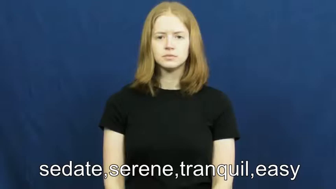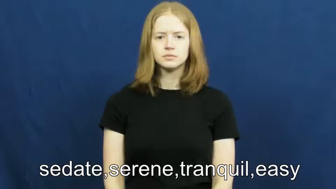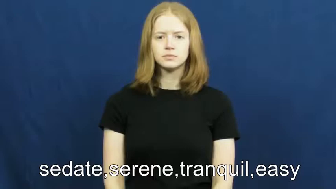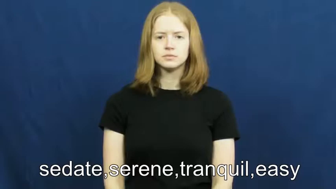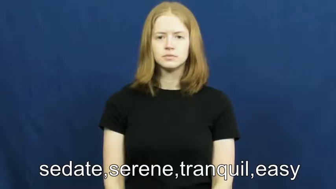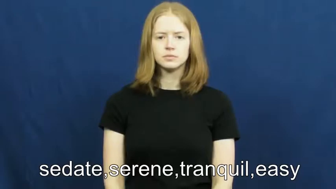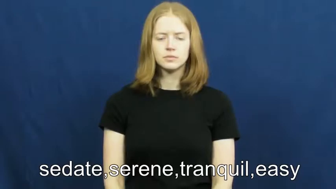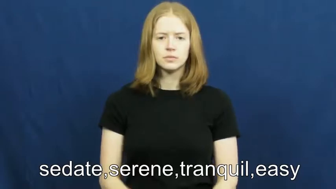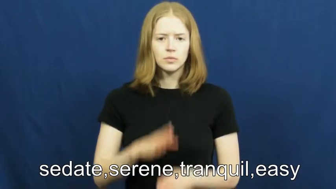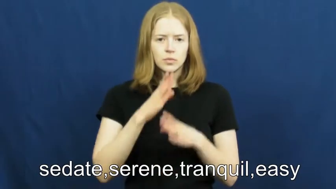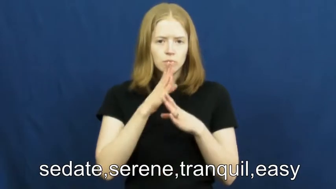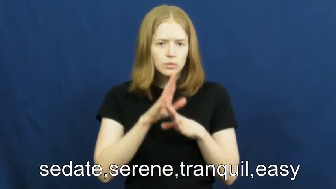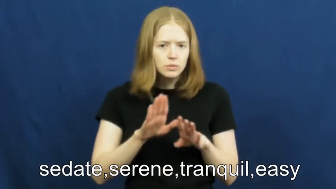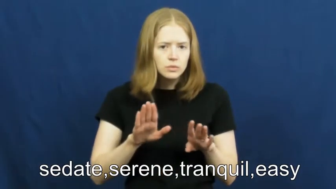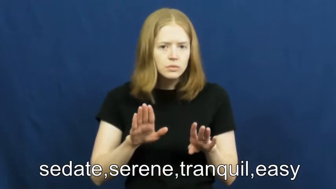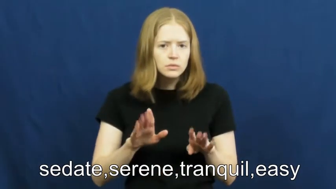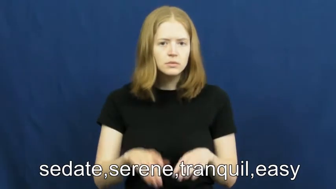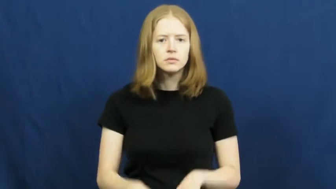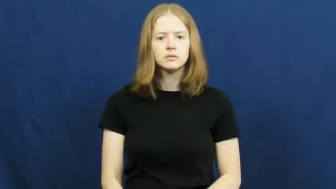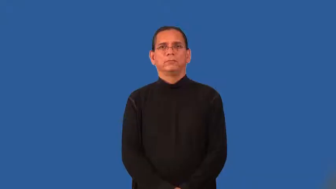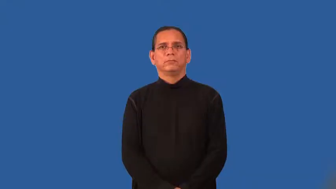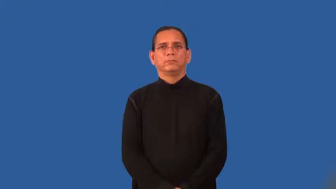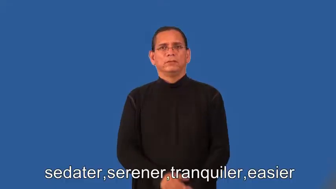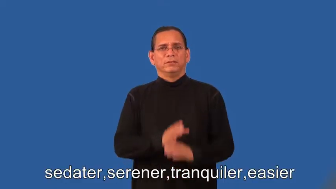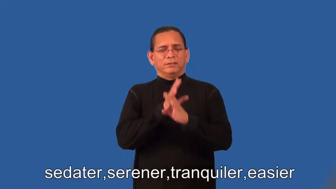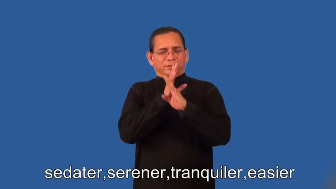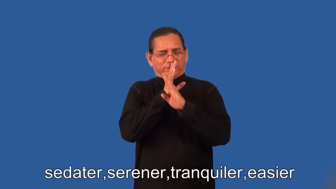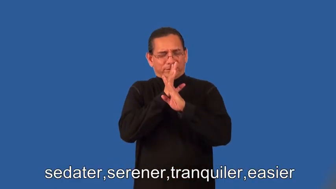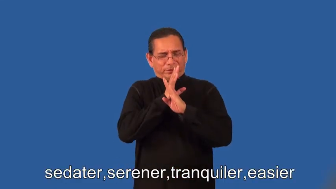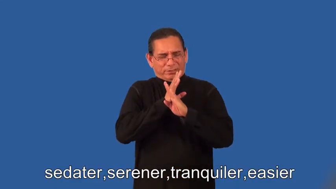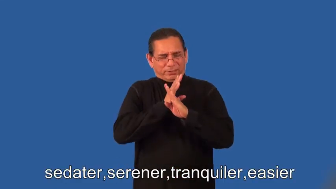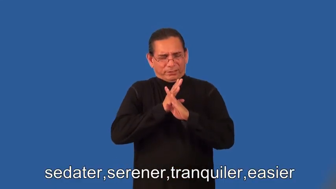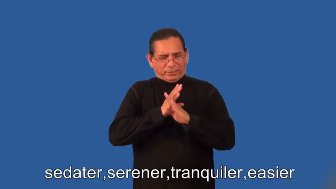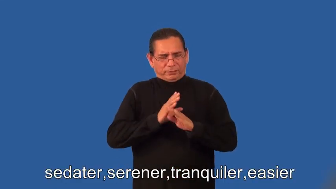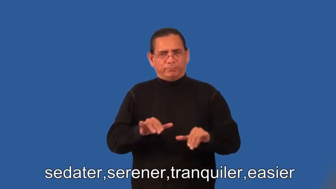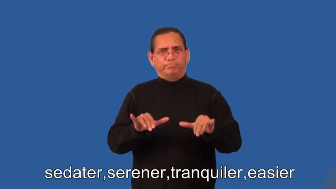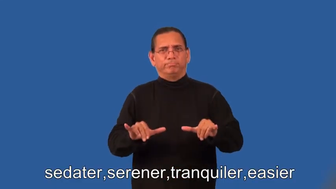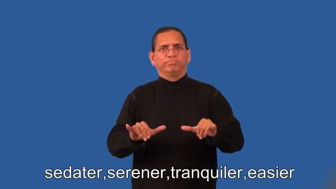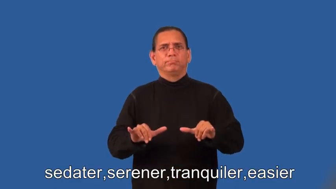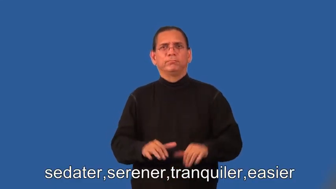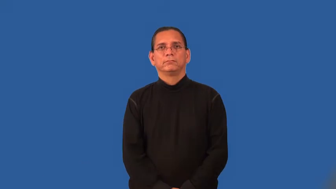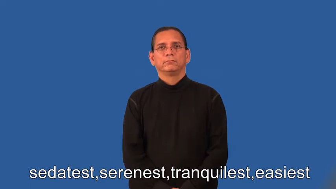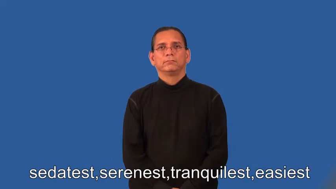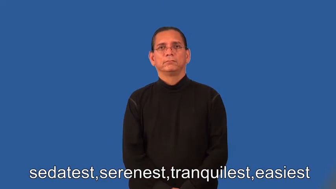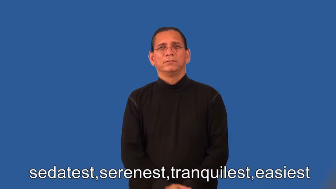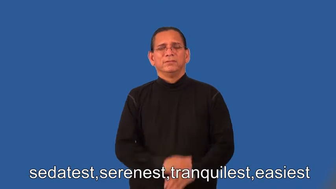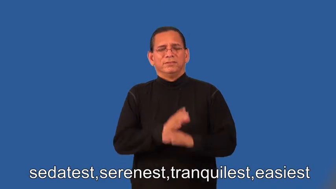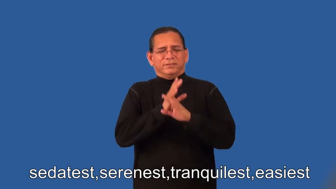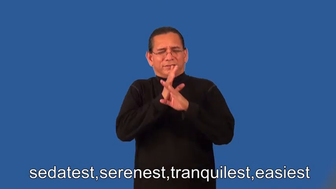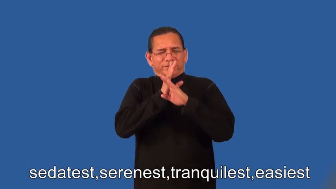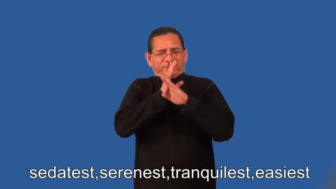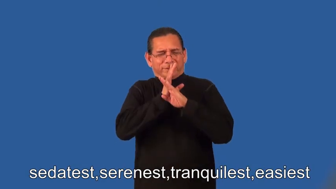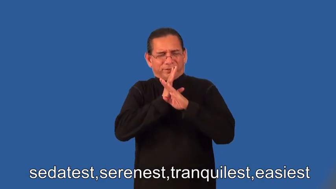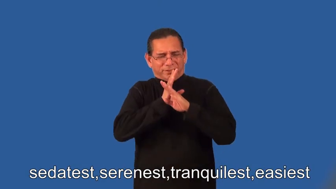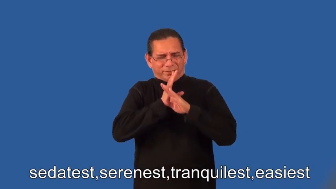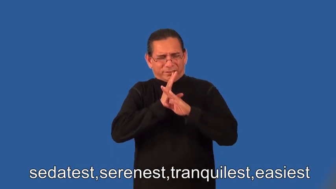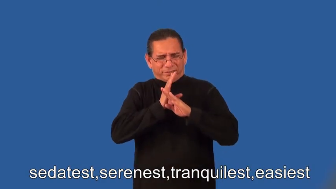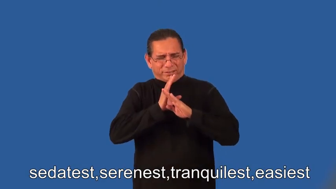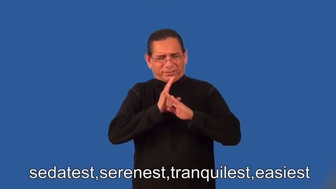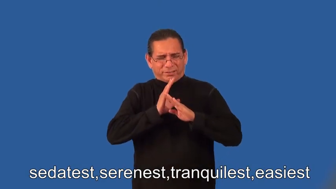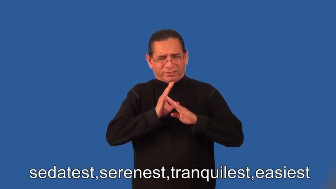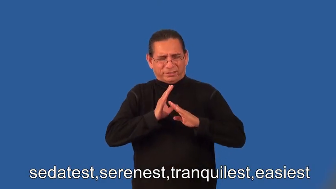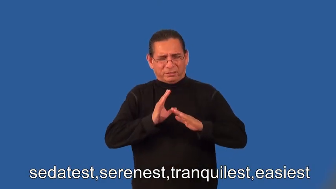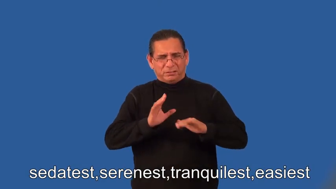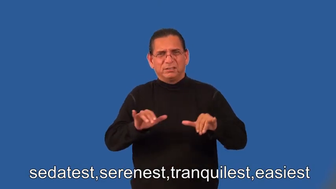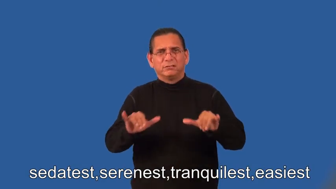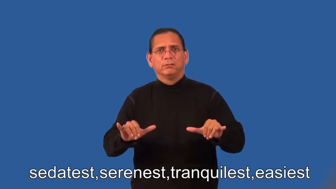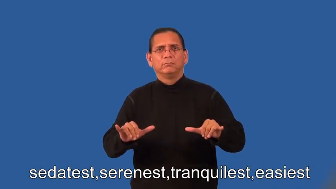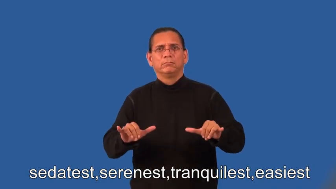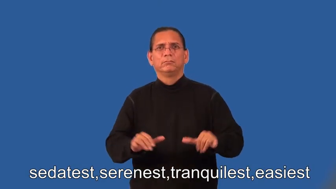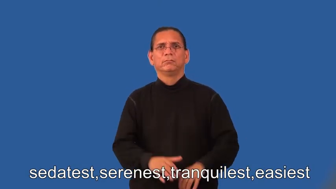sedater,serener,tranquiler,easier,sedatest,serenest,tranquilest,easiest